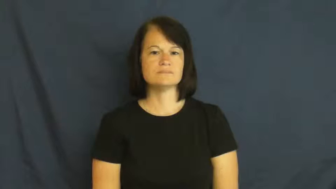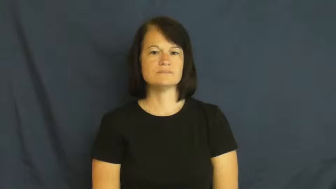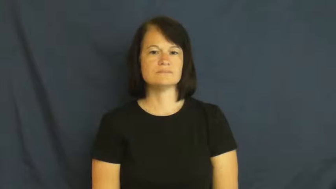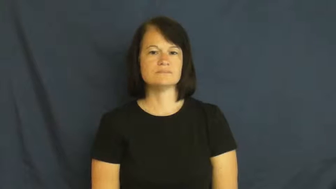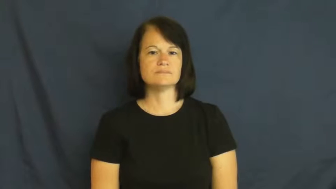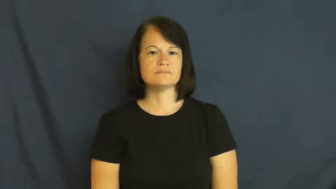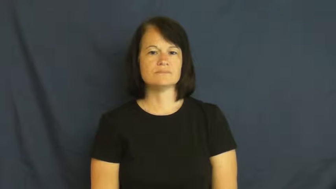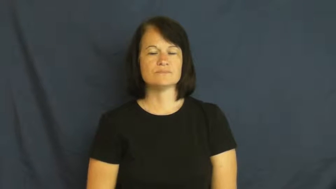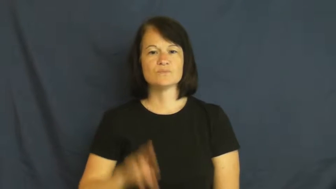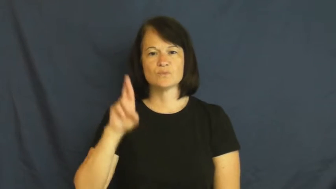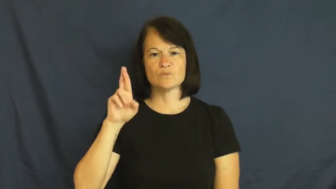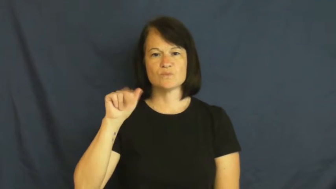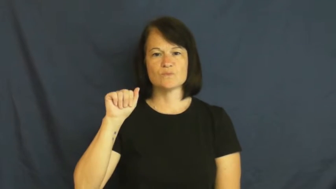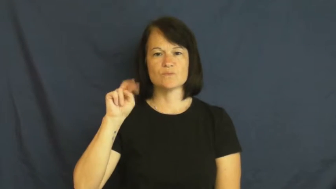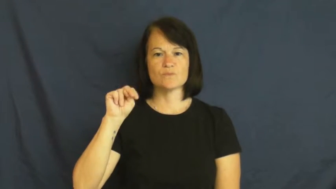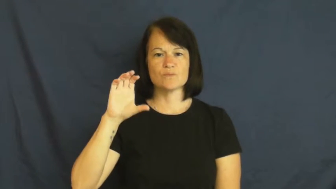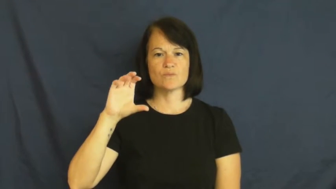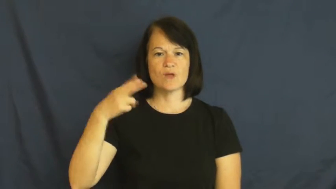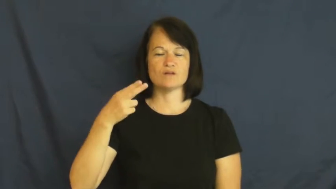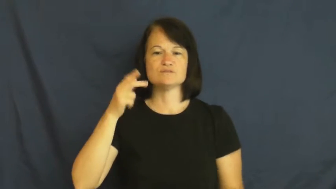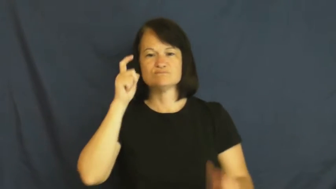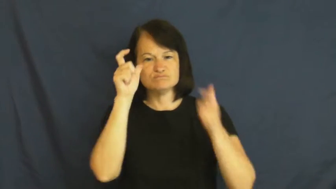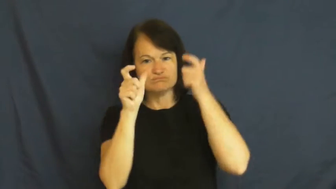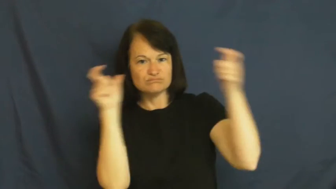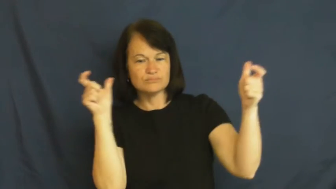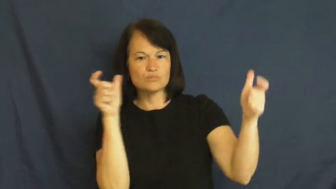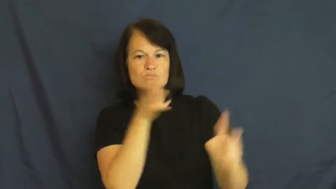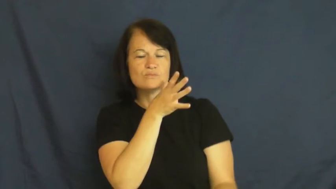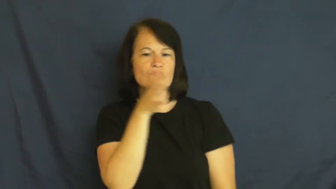ranch